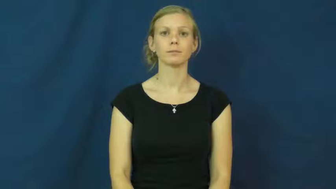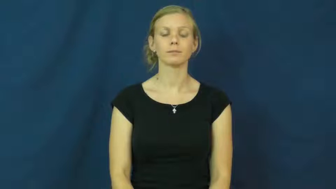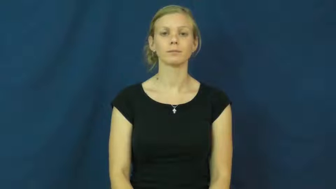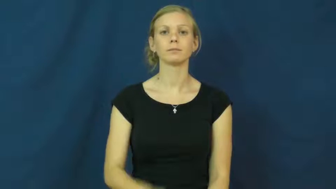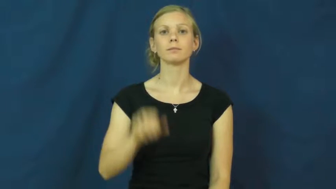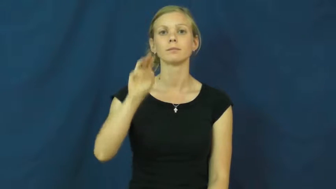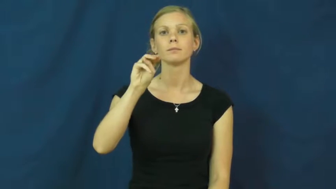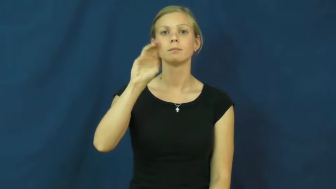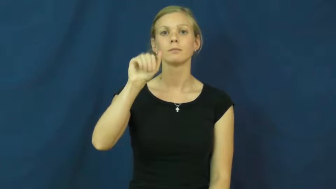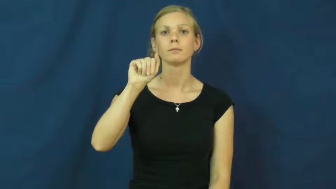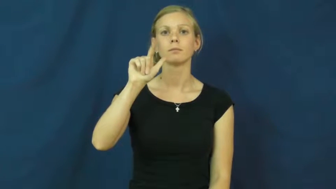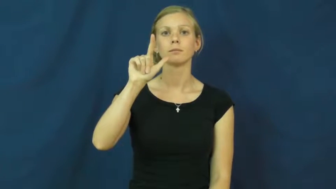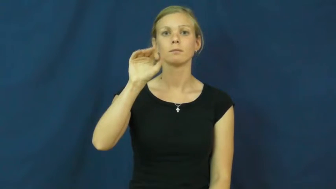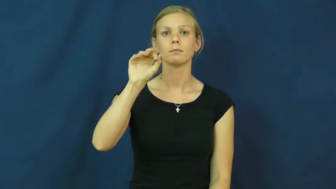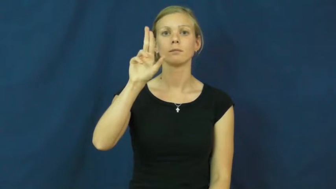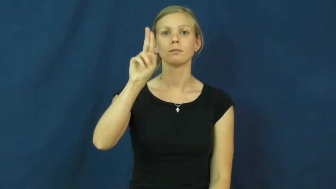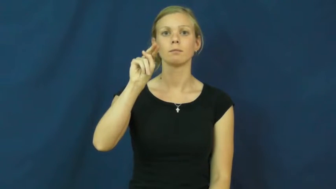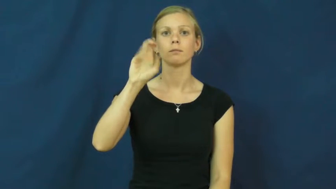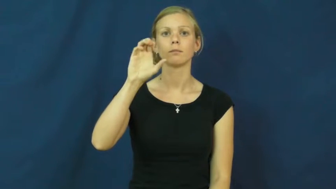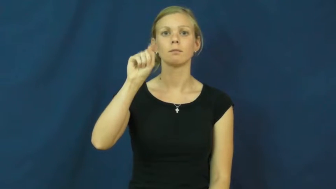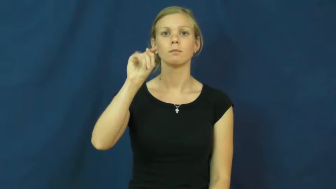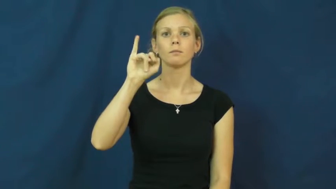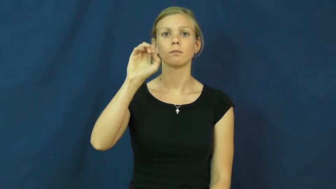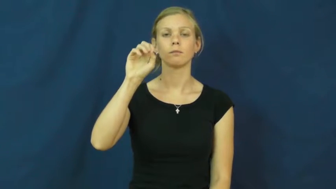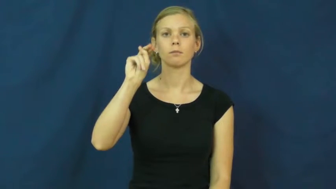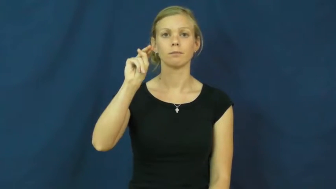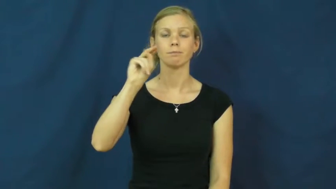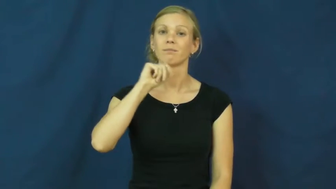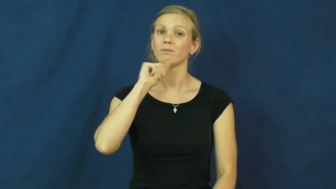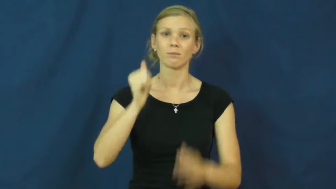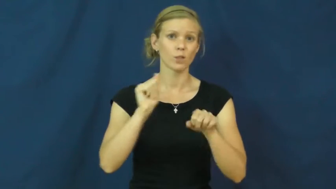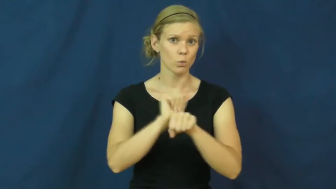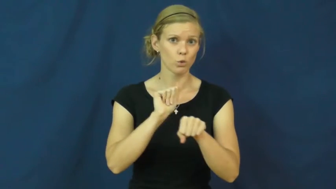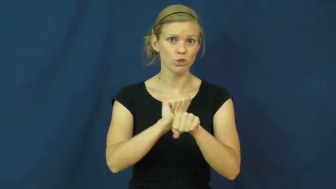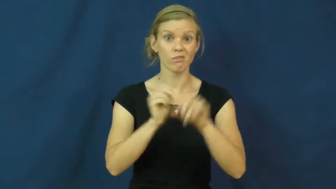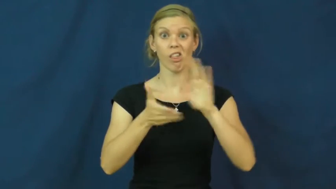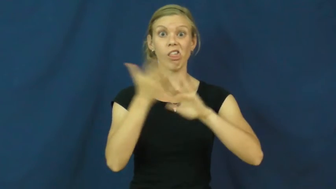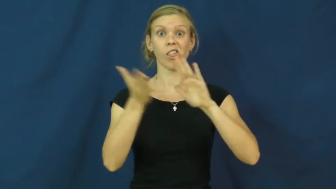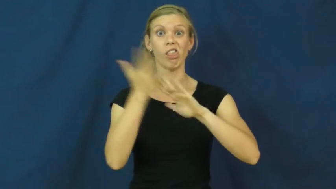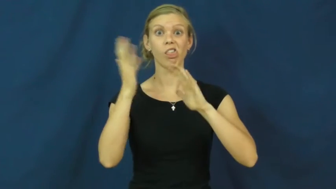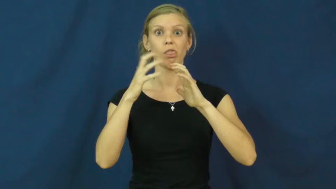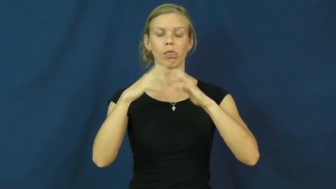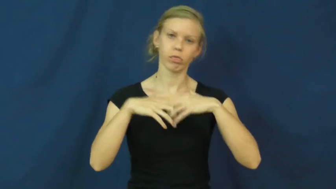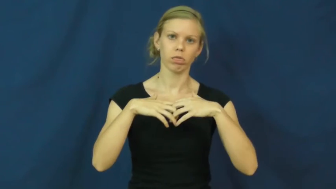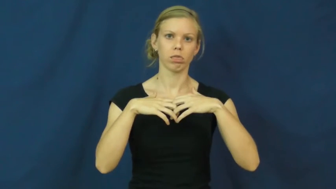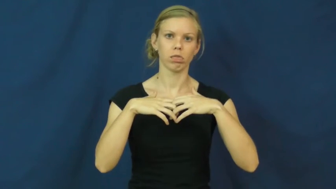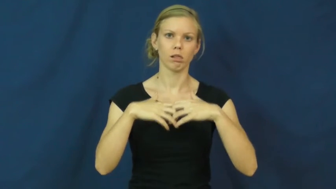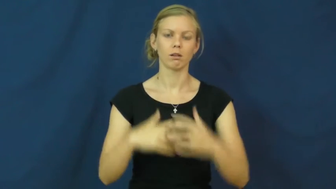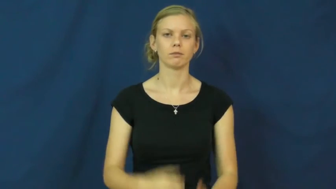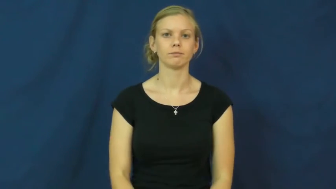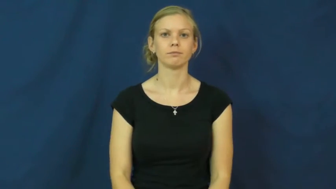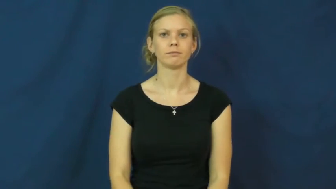malfunction